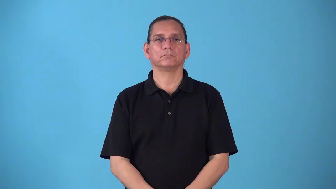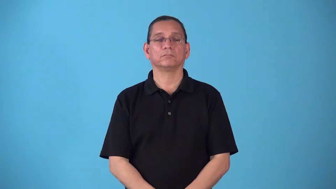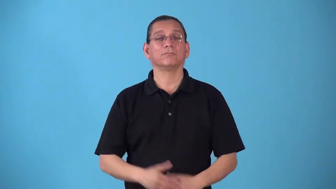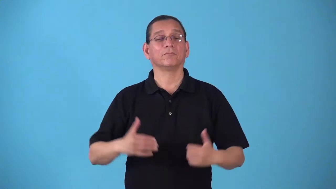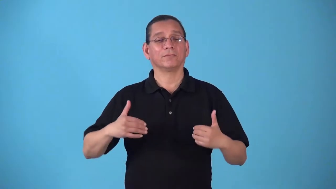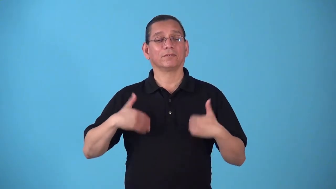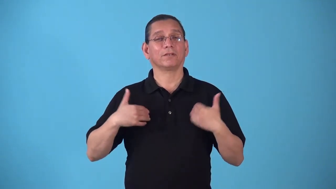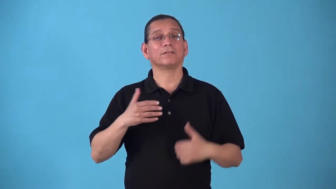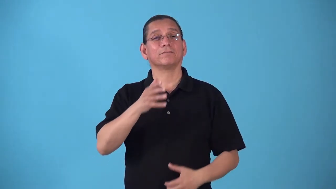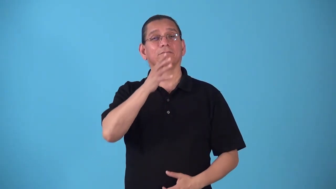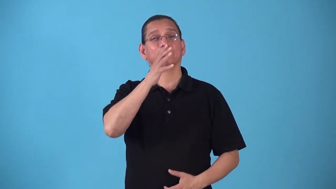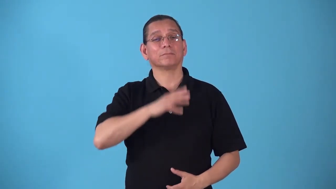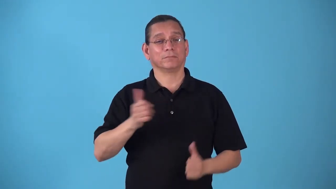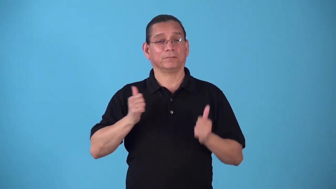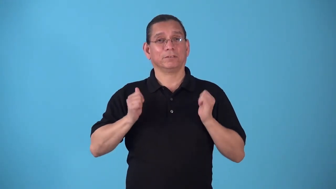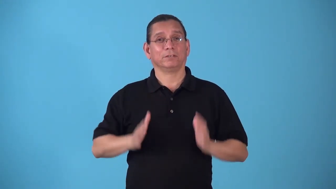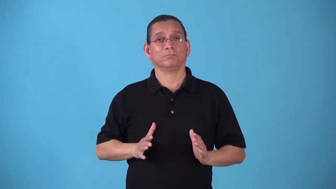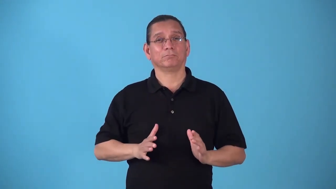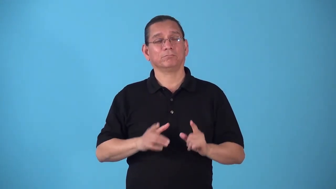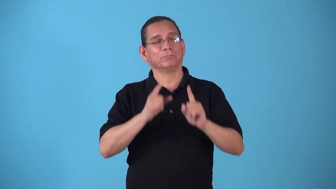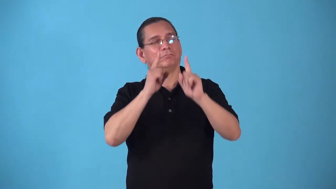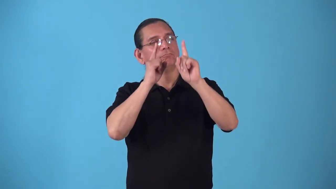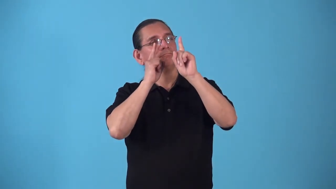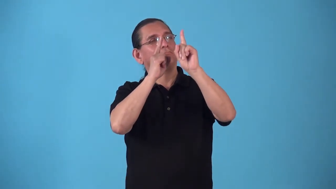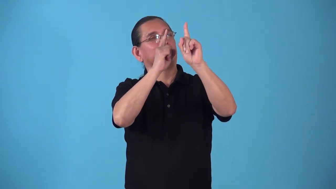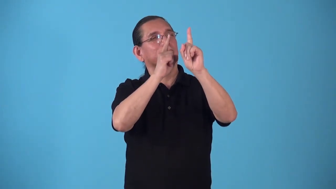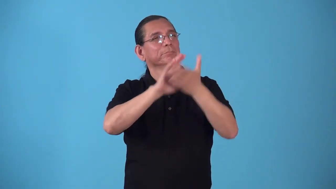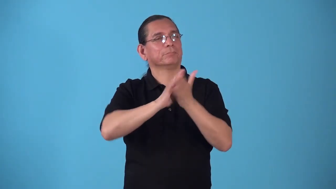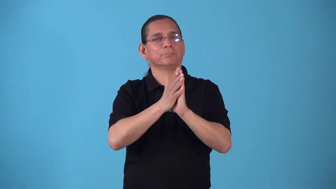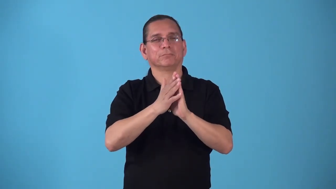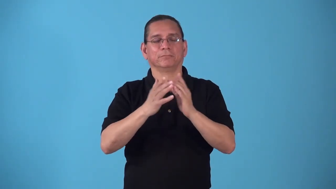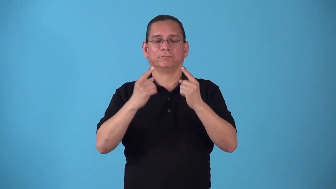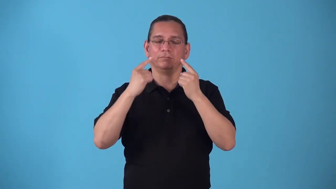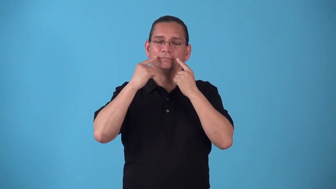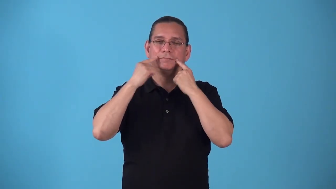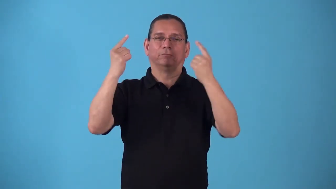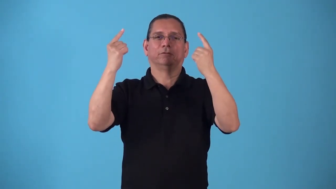starlet